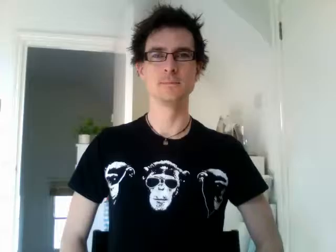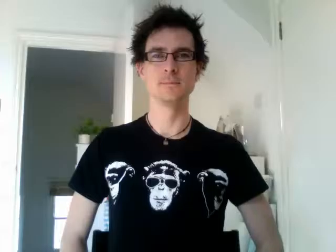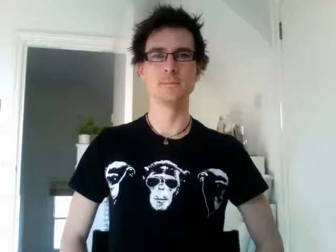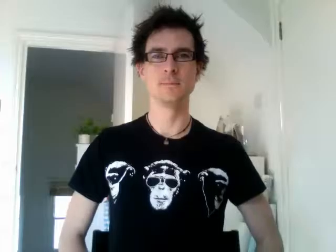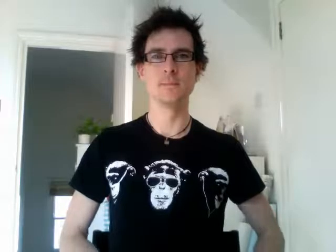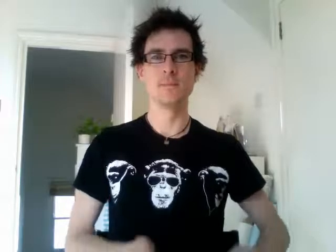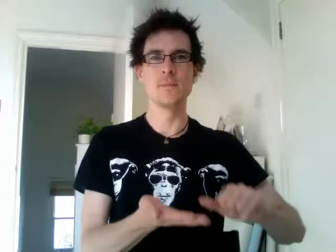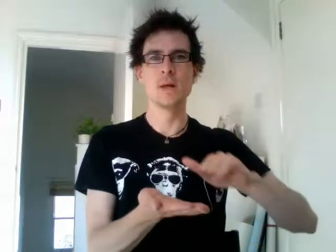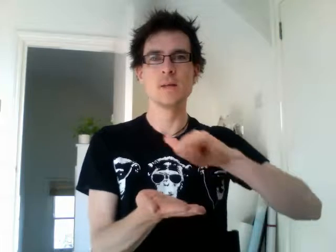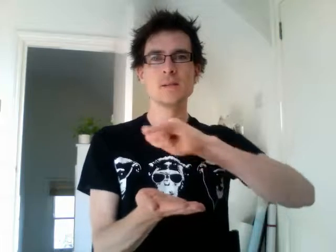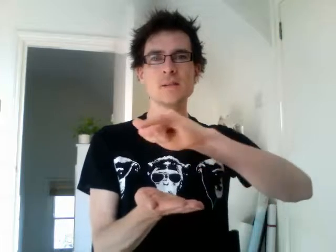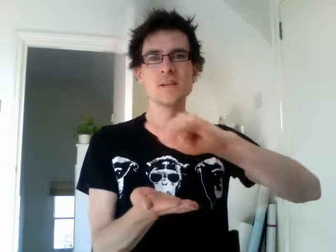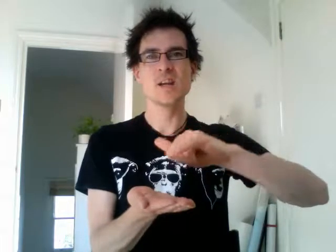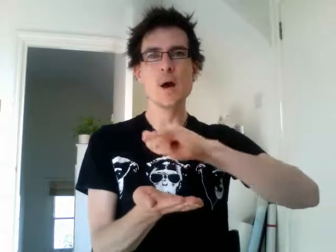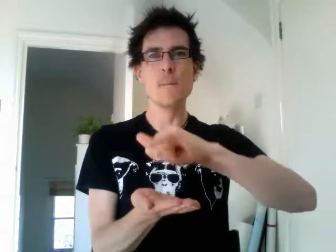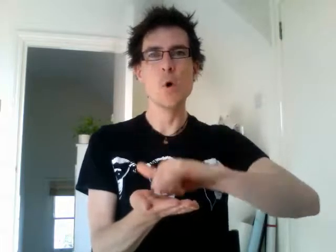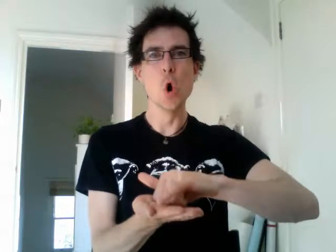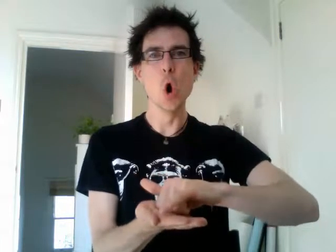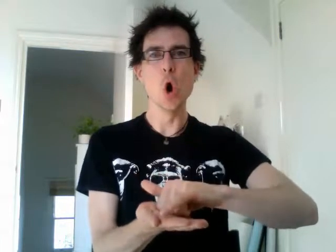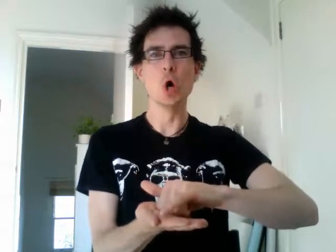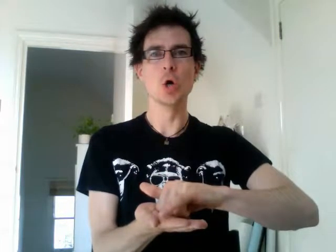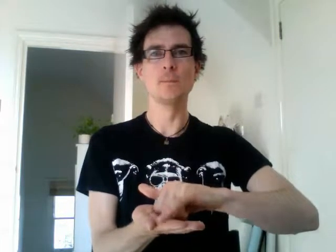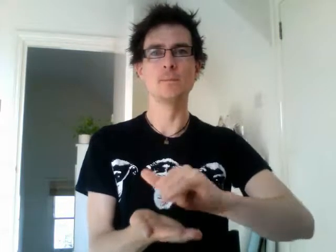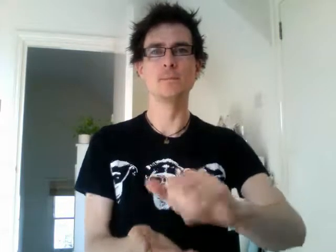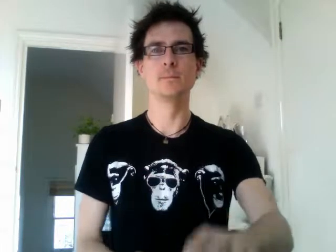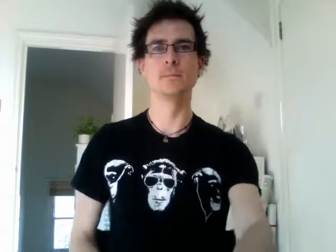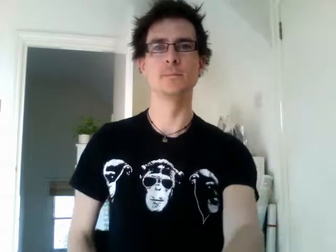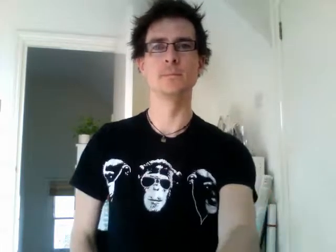singapore